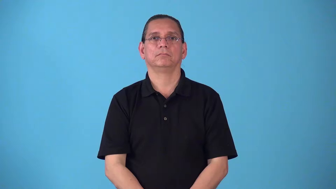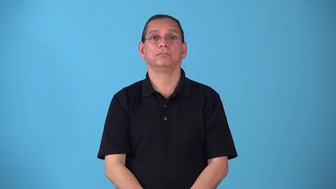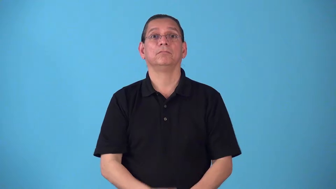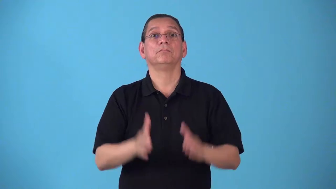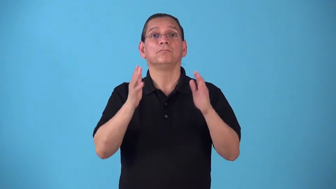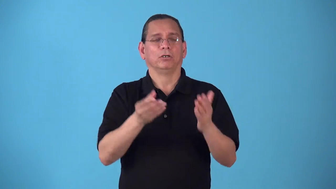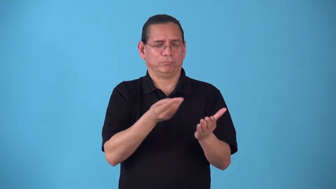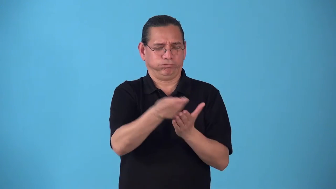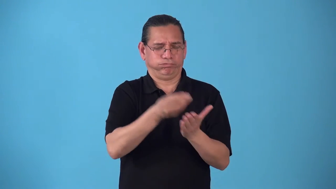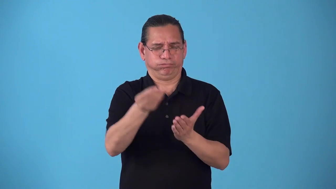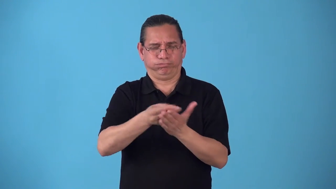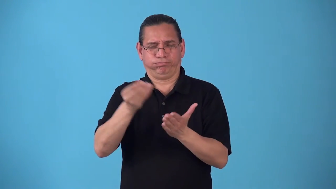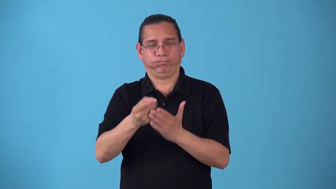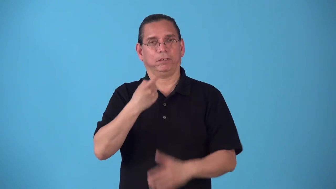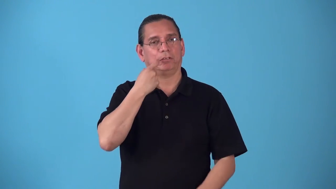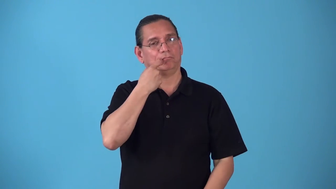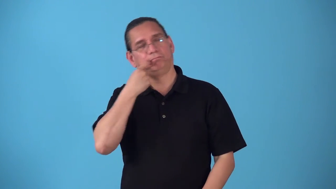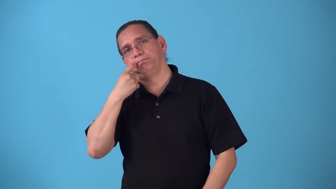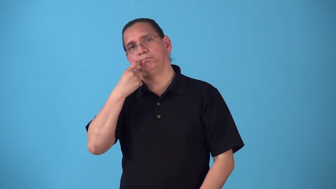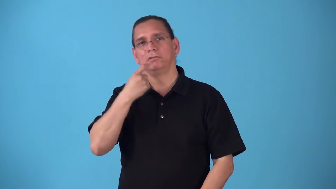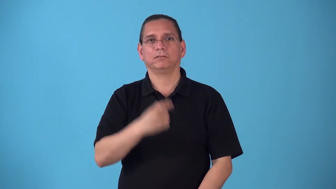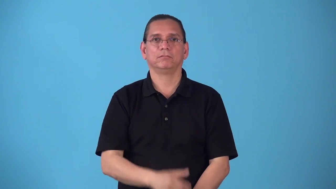shopaholic